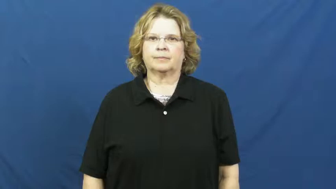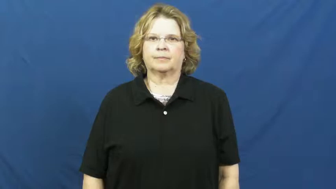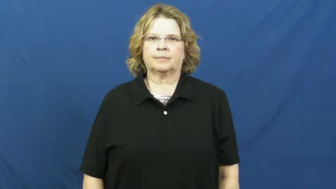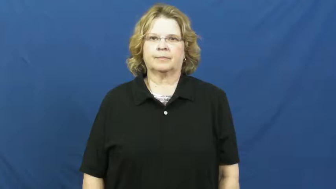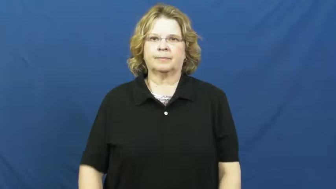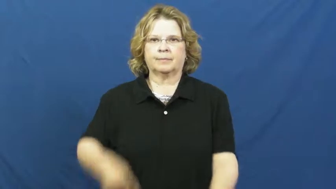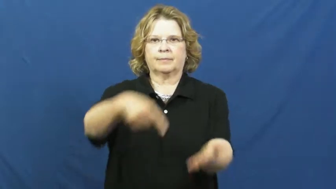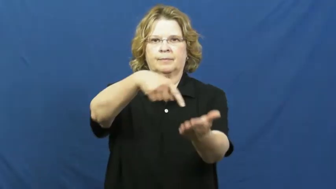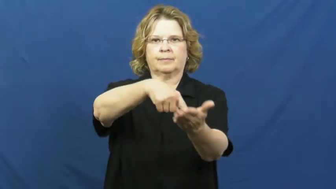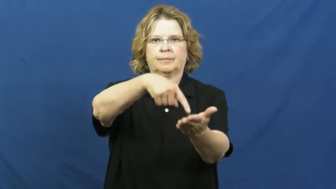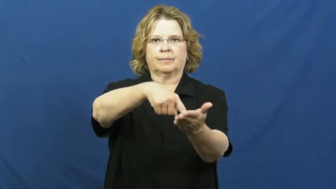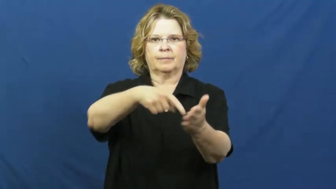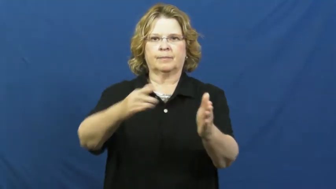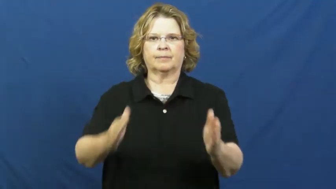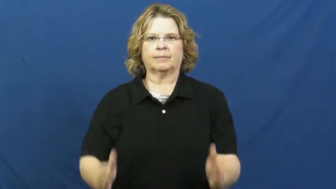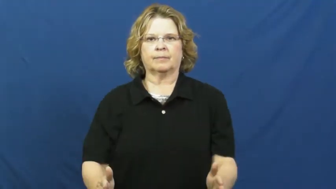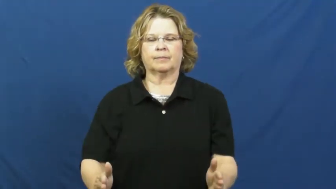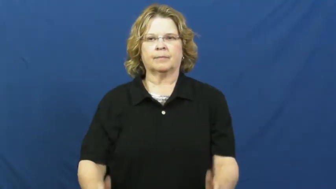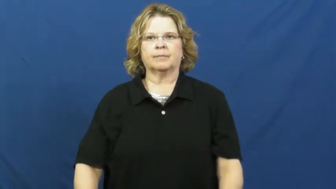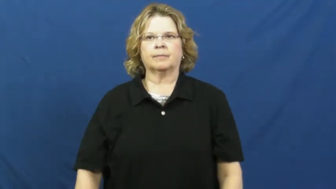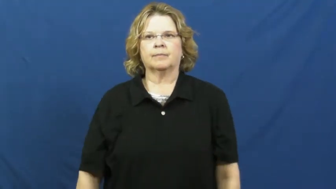debtor